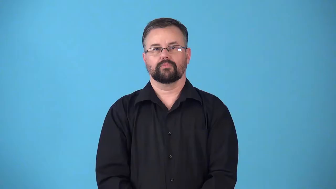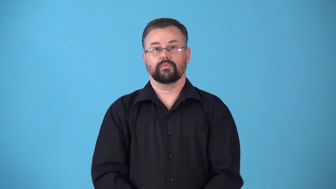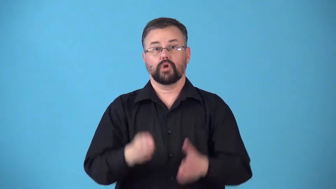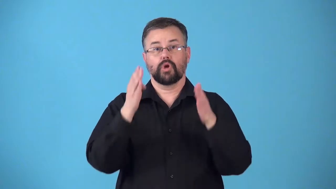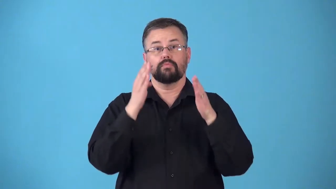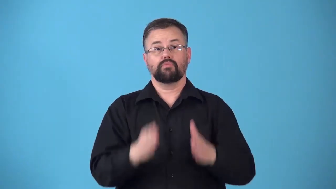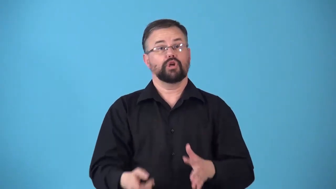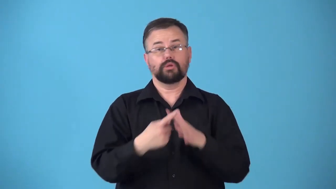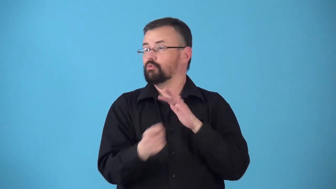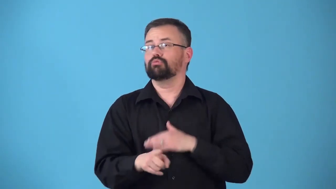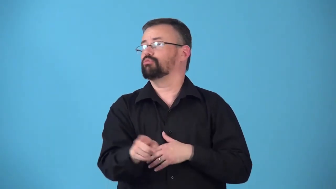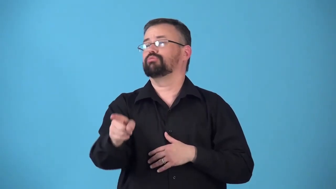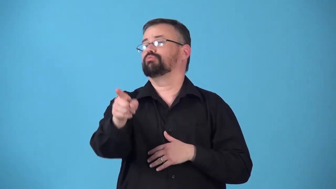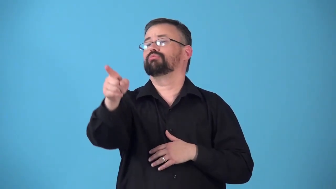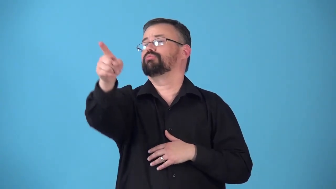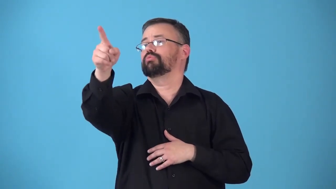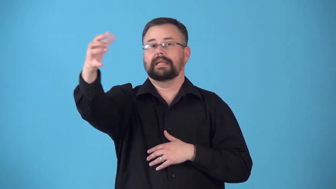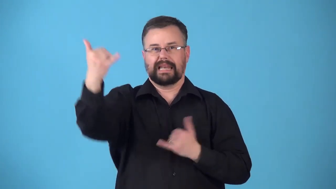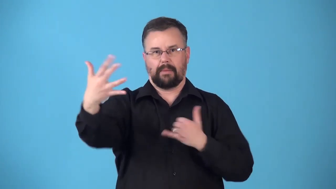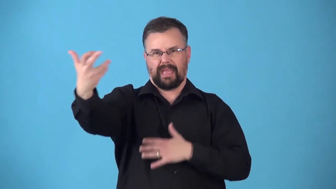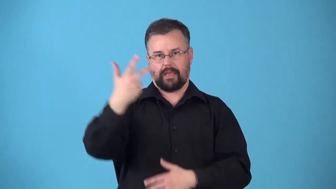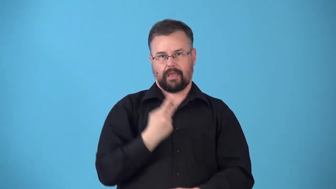returnee